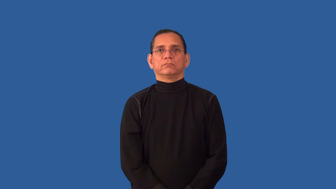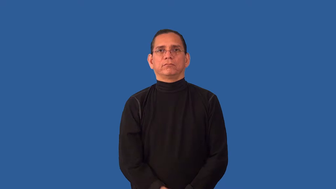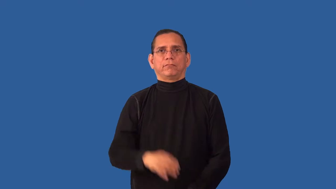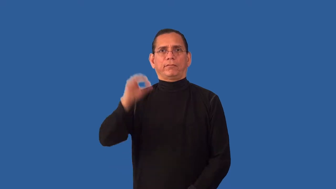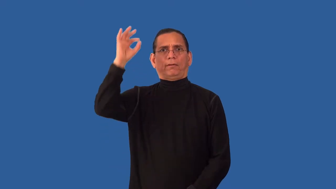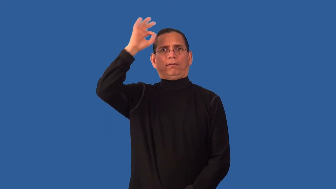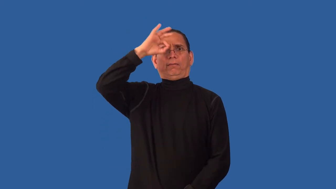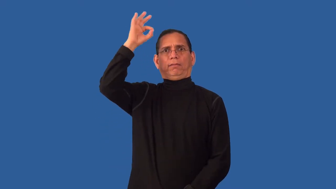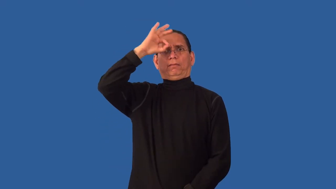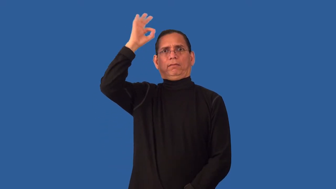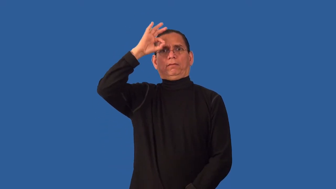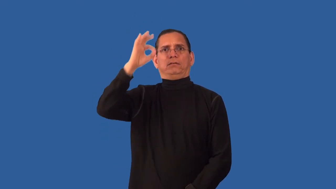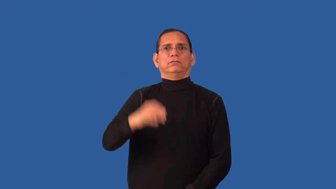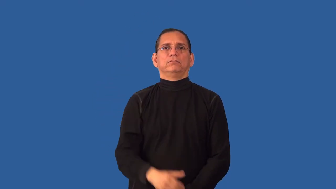unbeknown,unwitting,unsuspecting